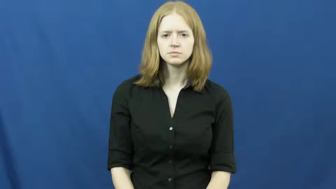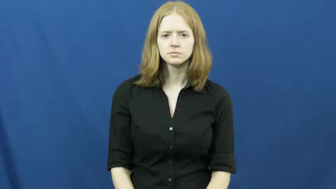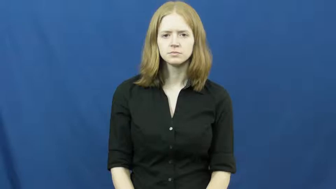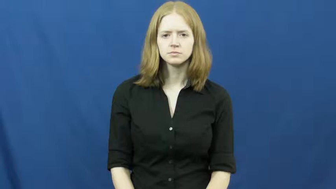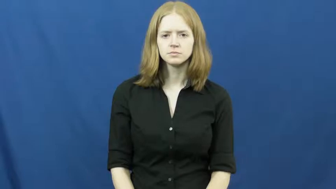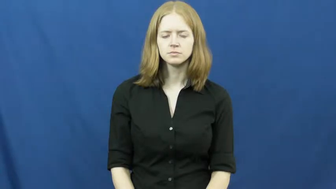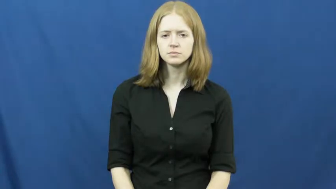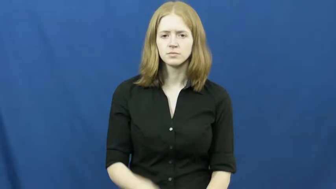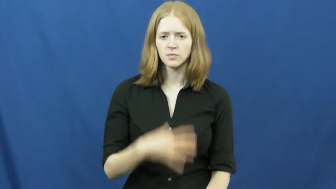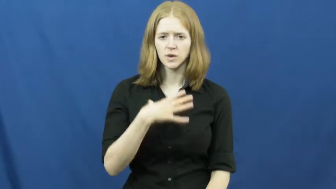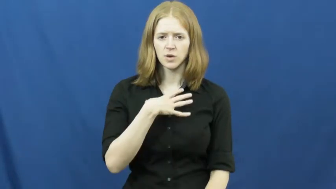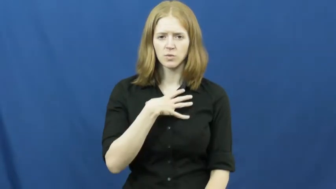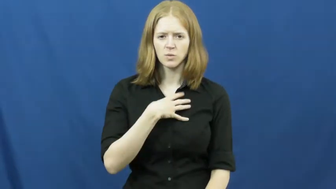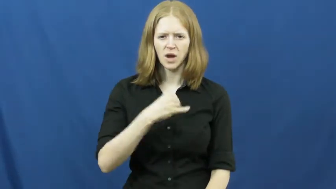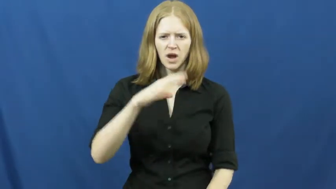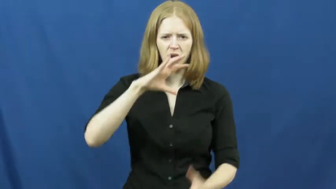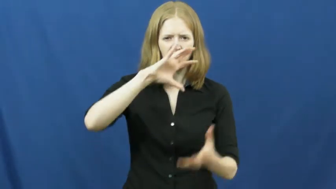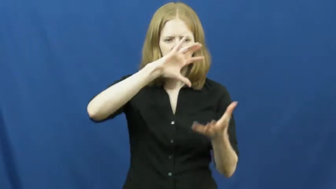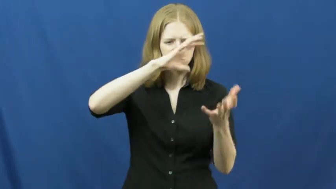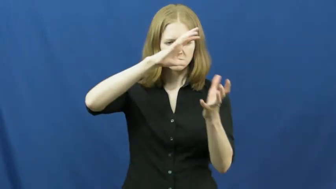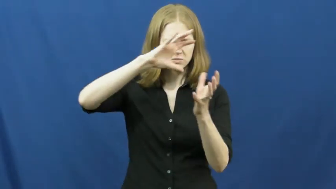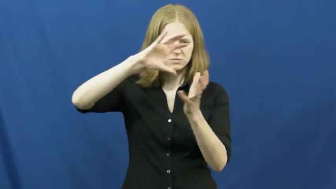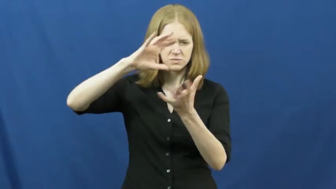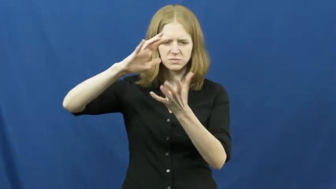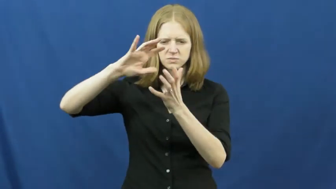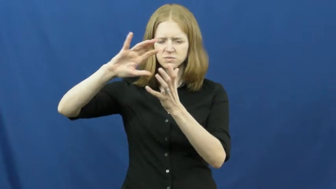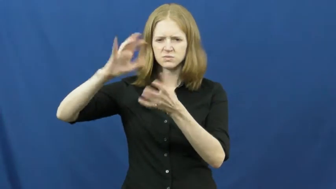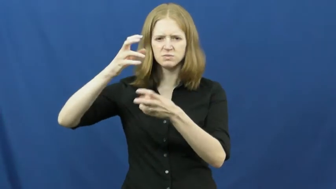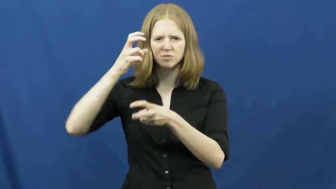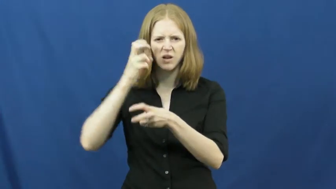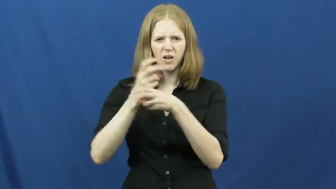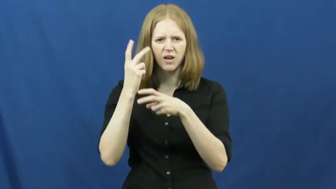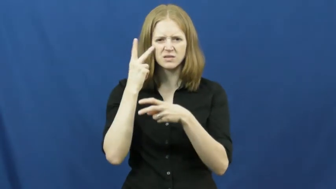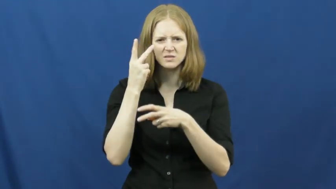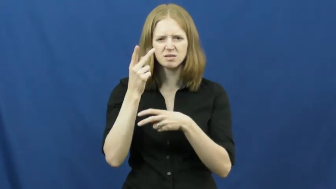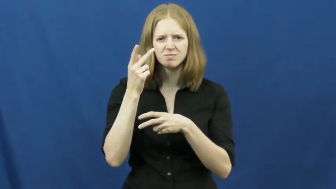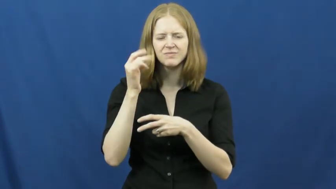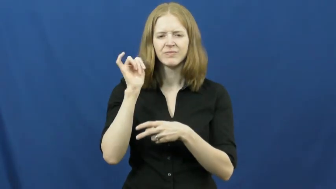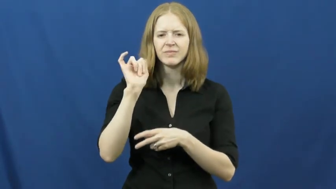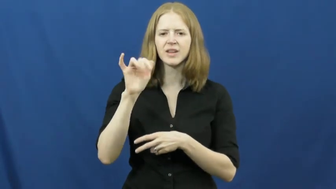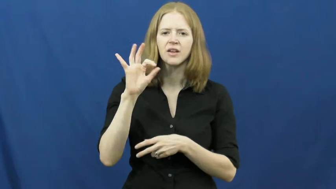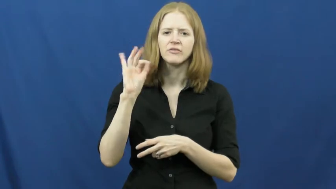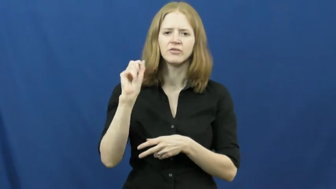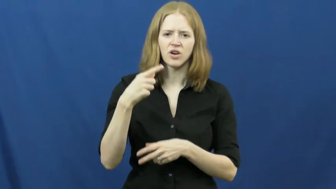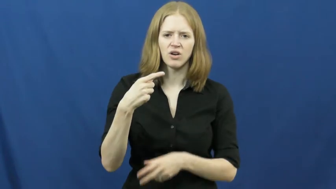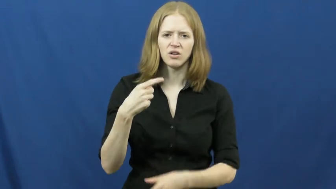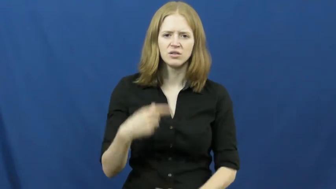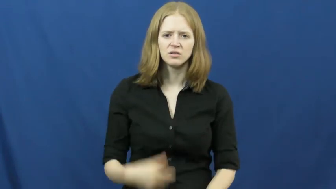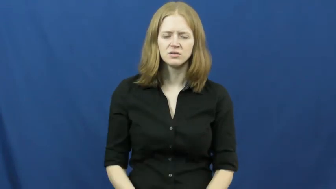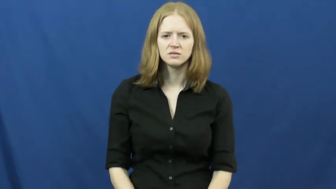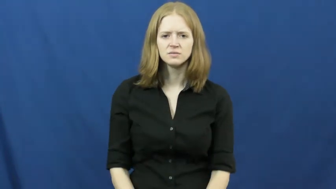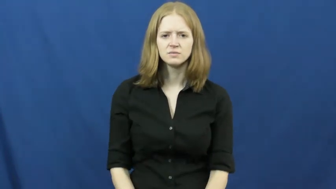fog,foggy